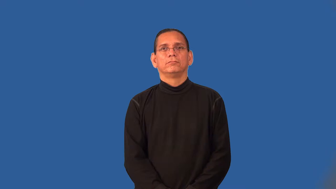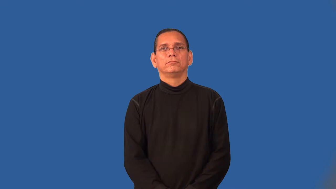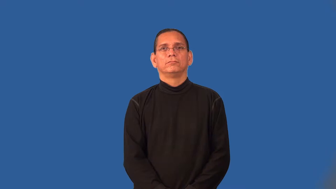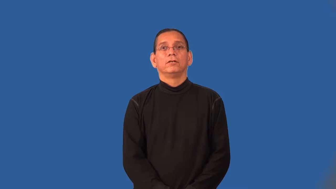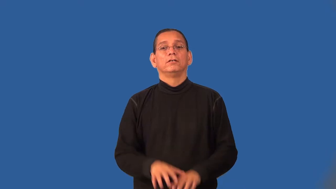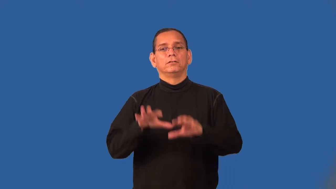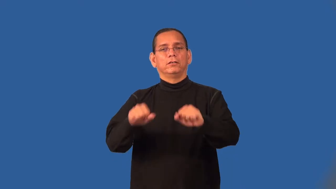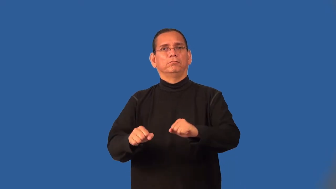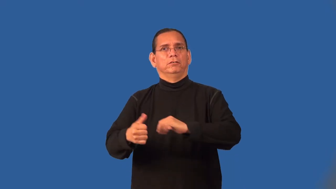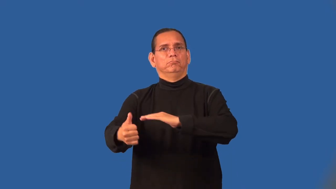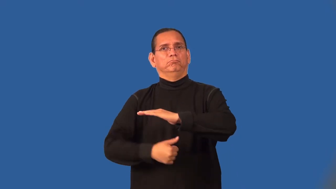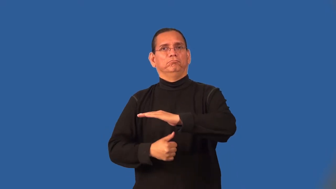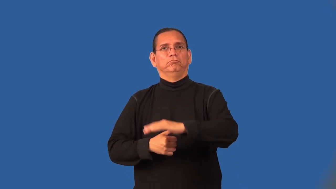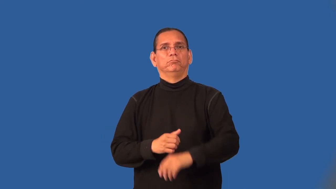subjugate,dragoon